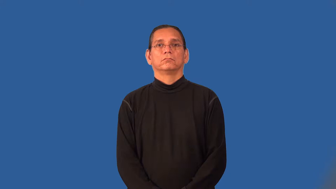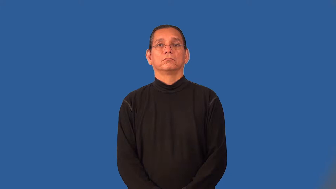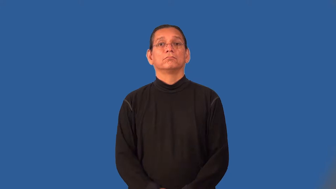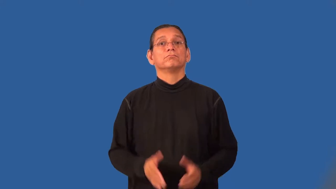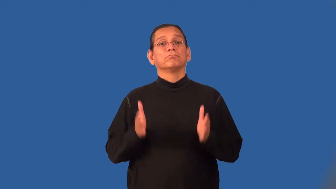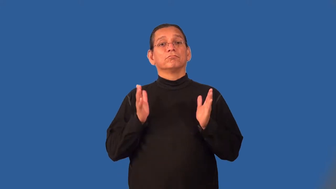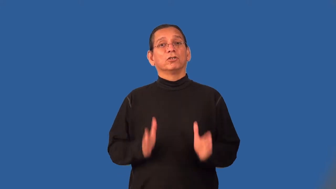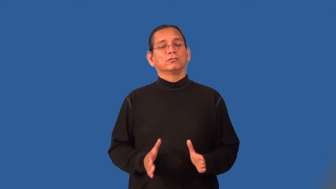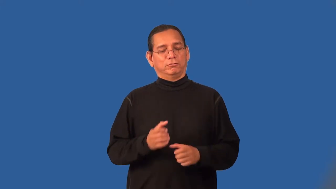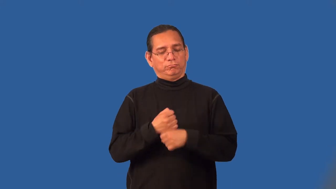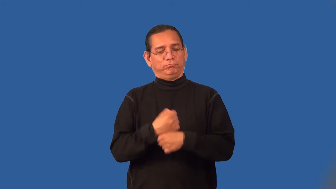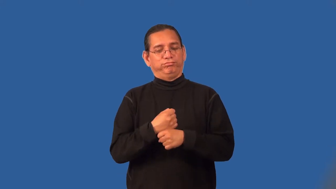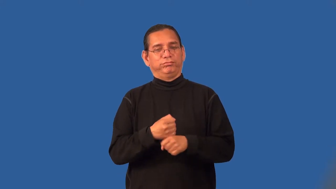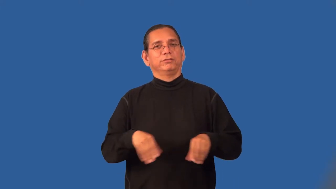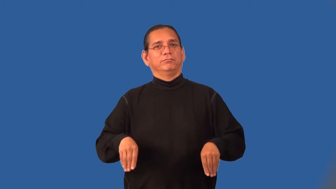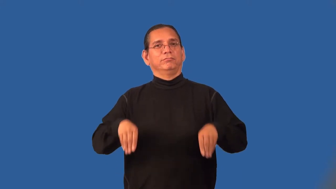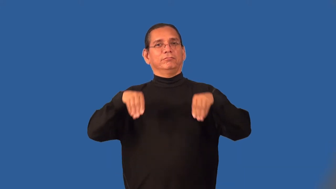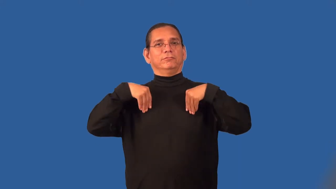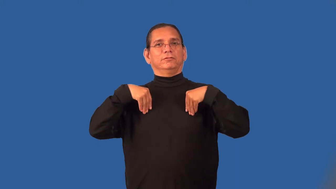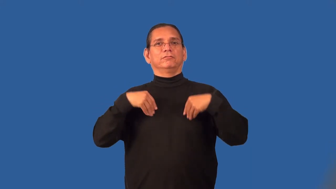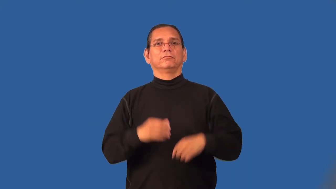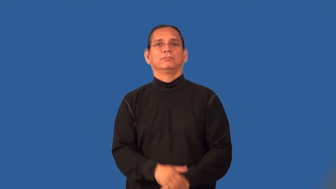quilter